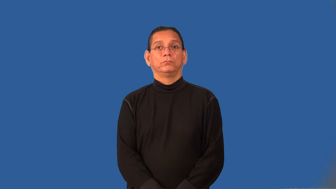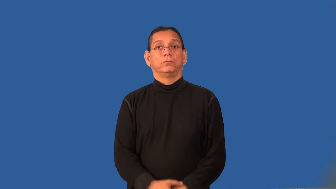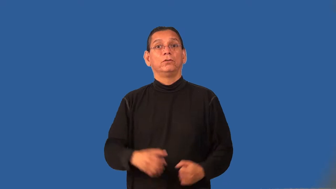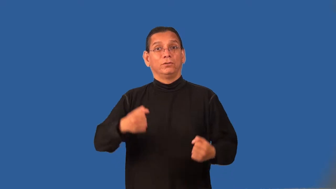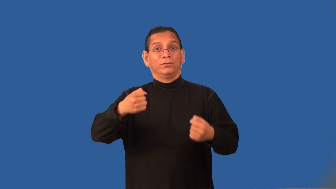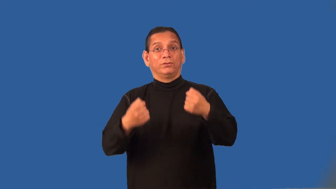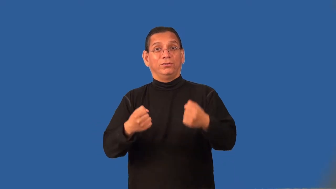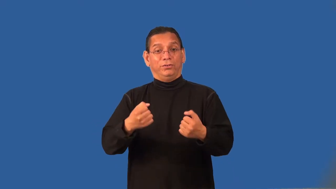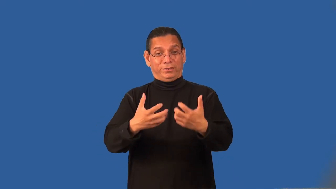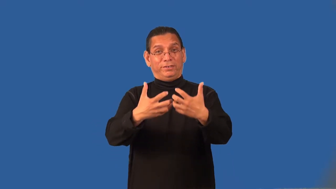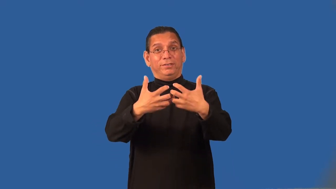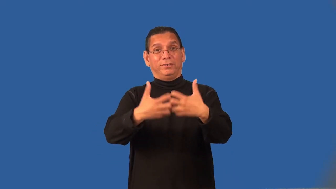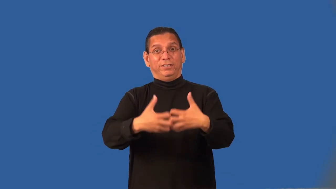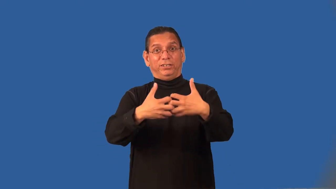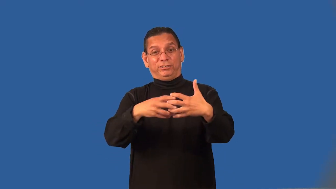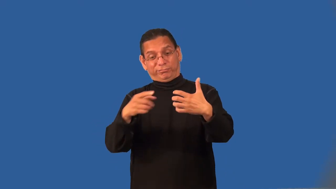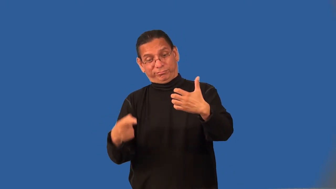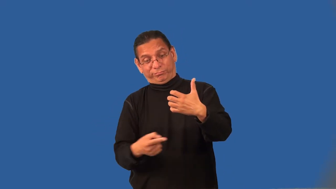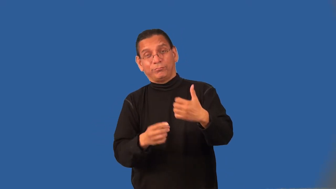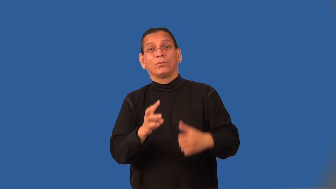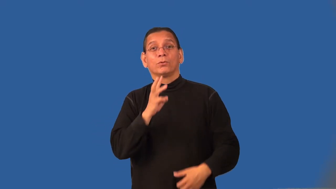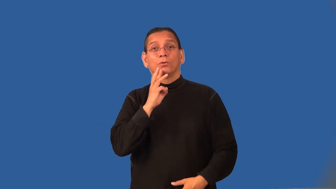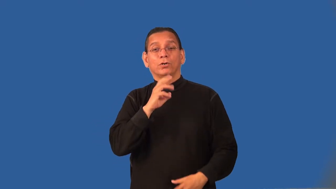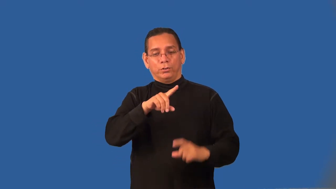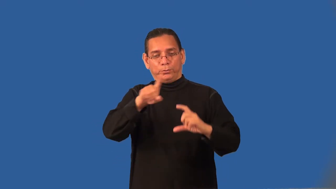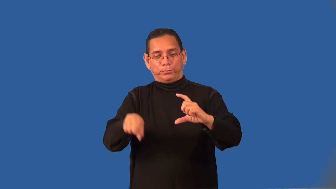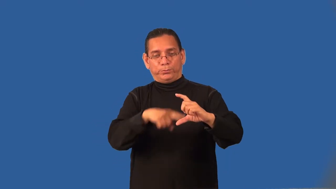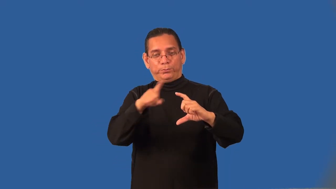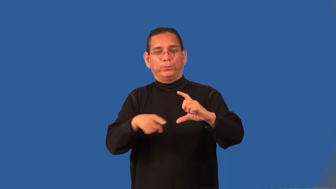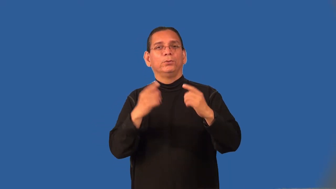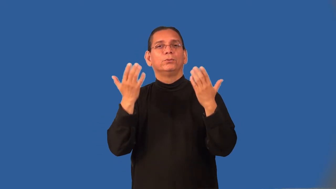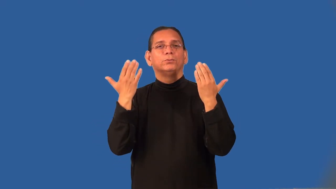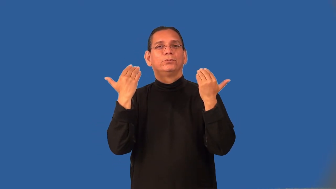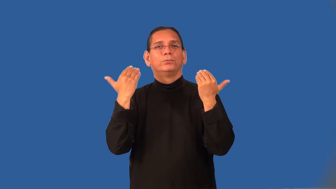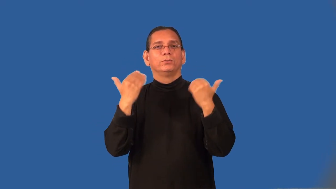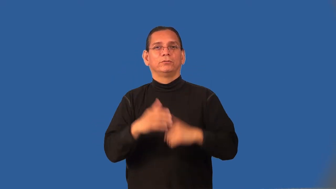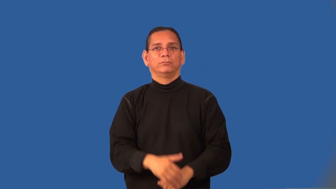pump-water